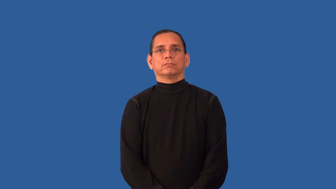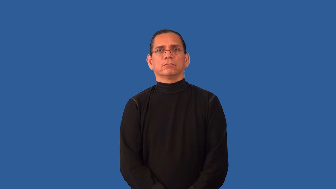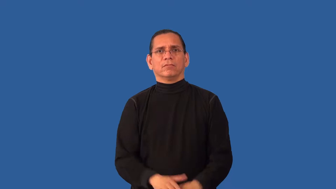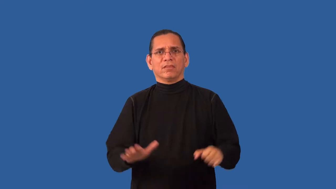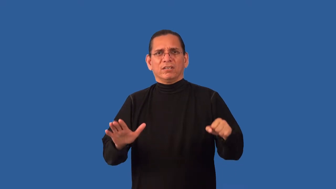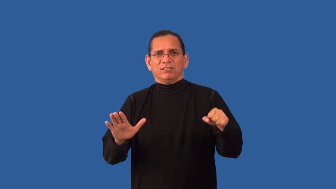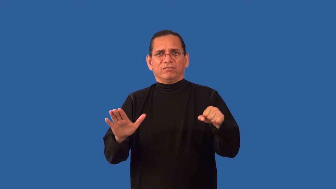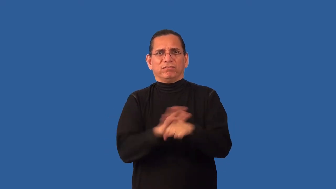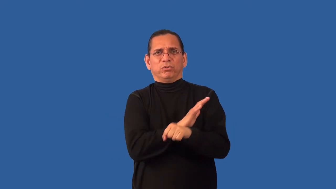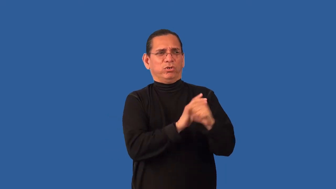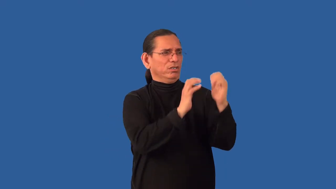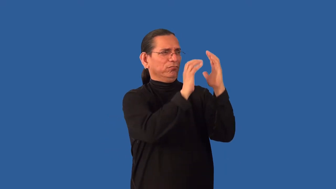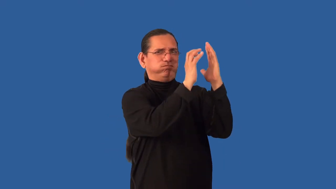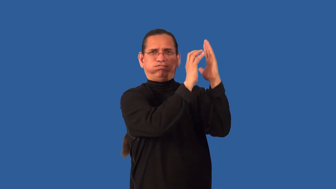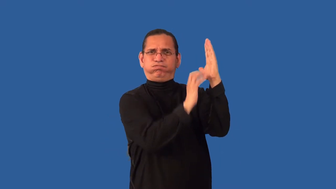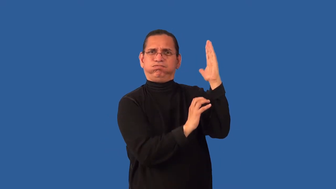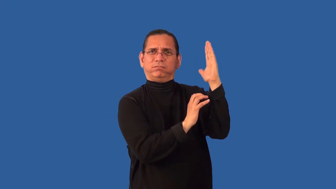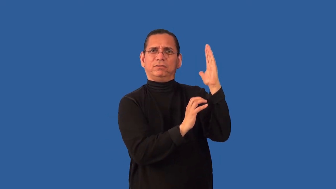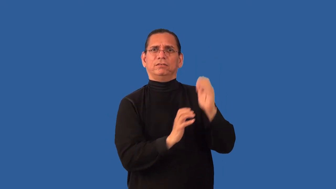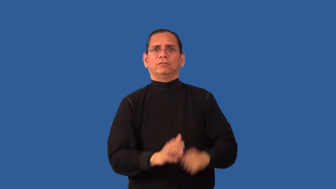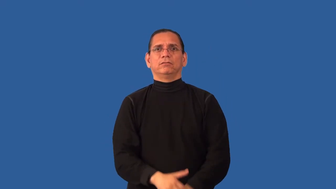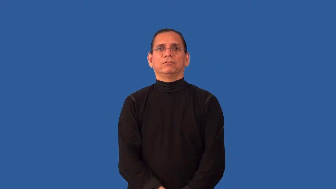unabridged